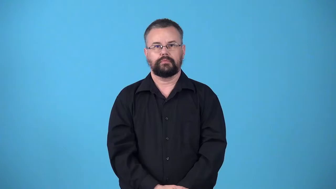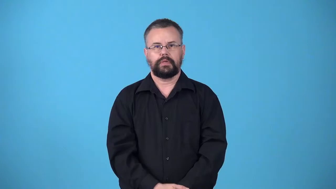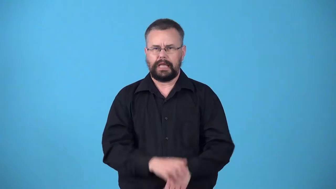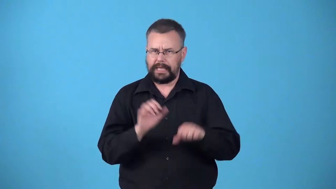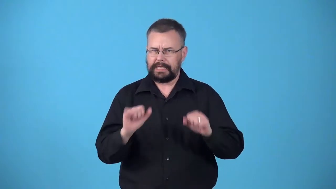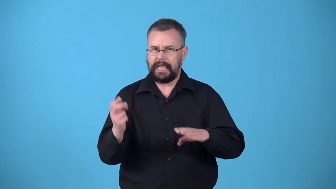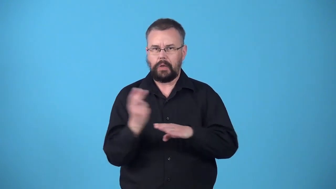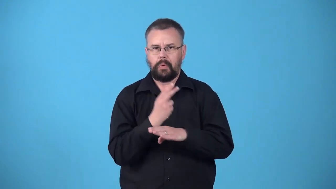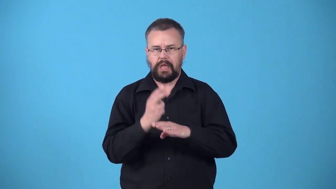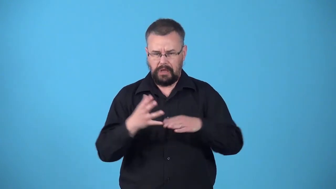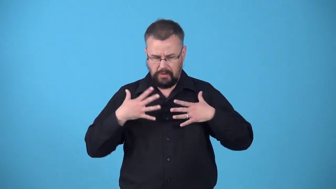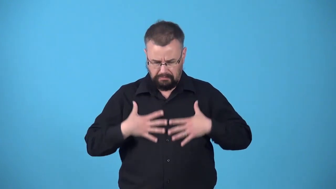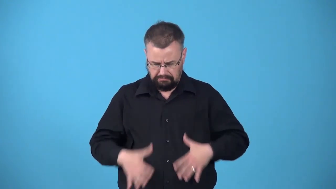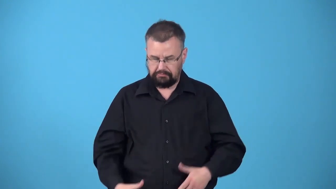wearable